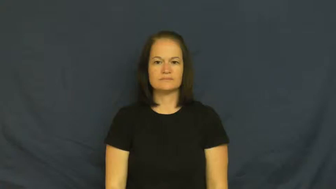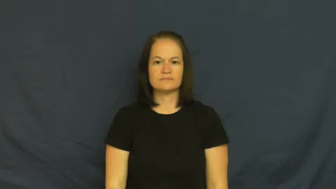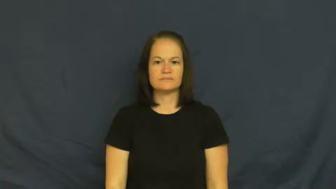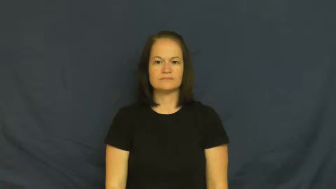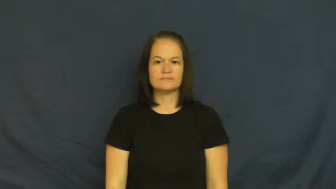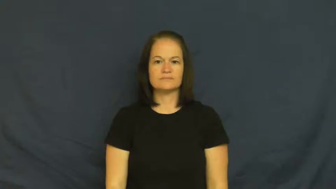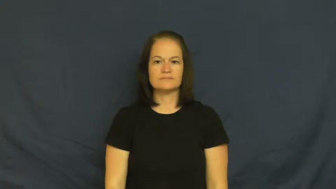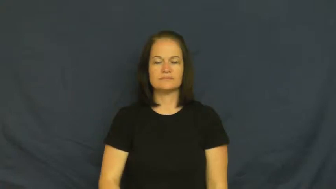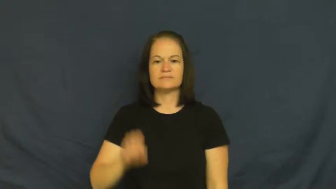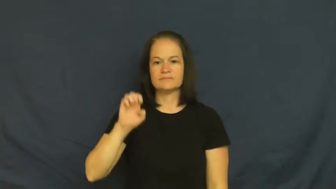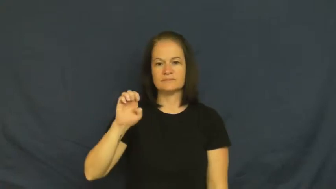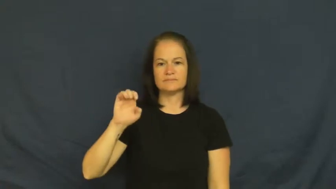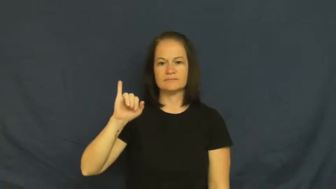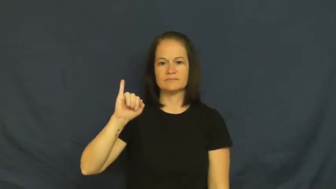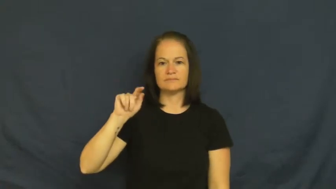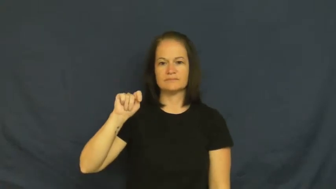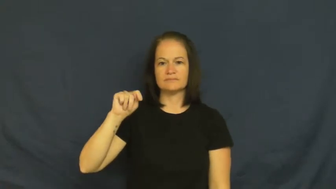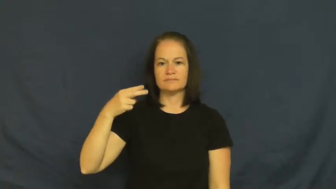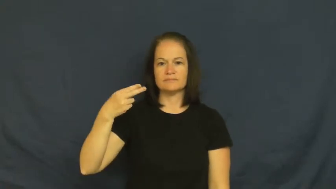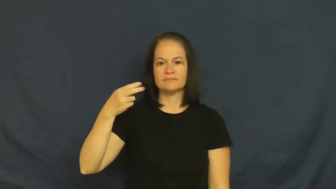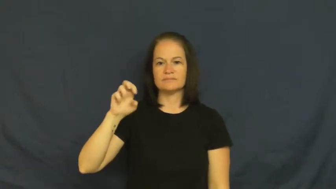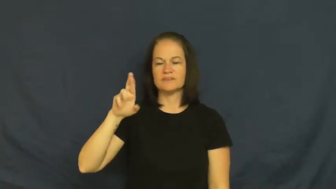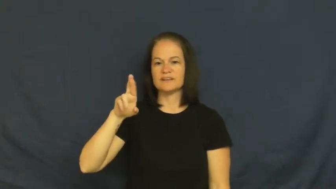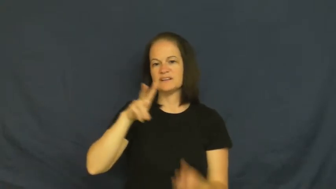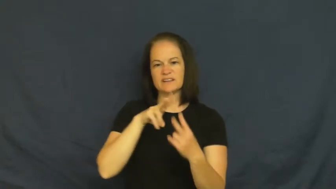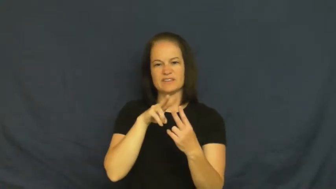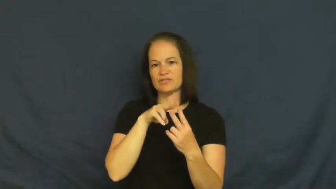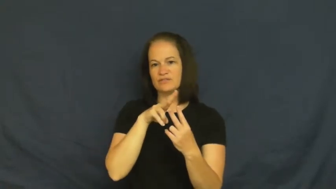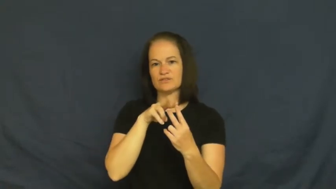either